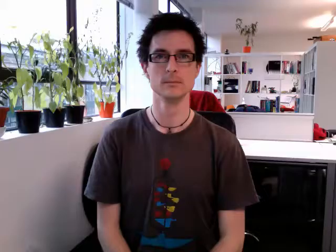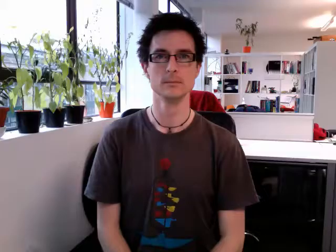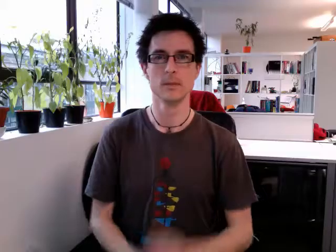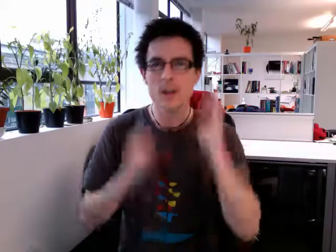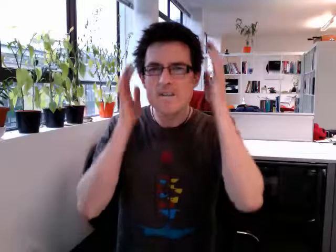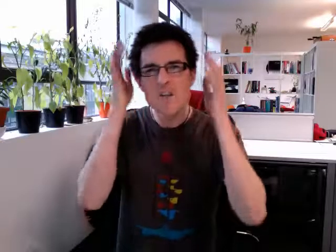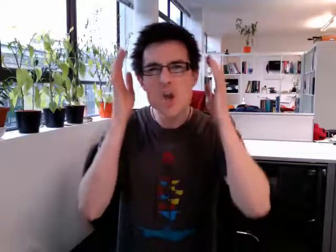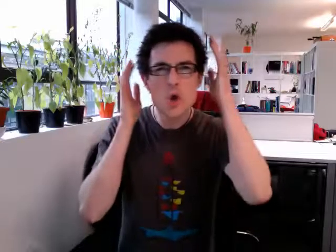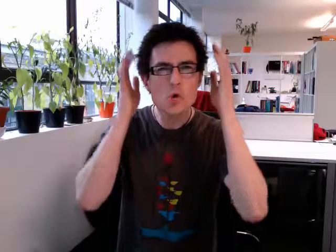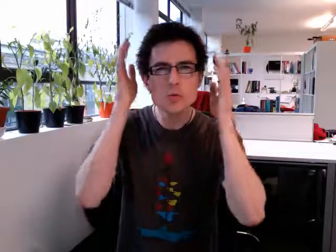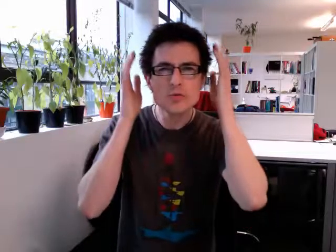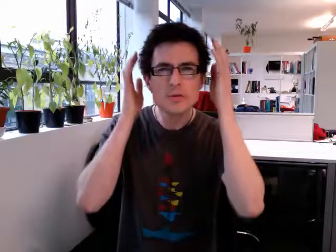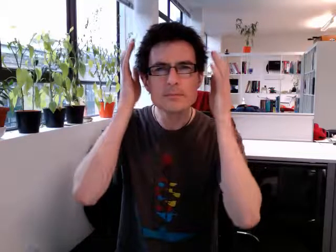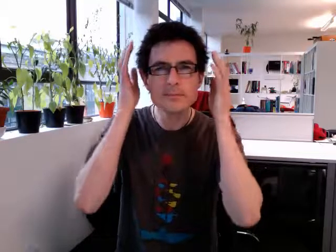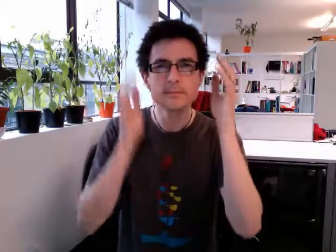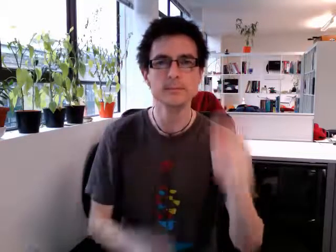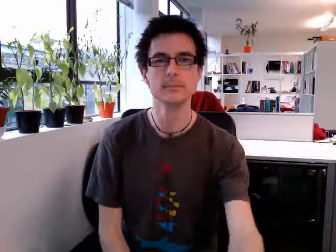confused